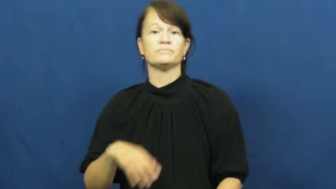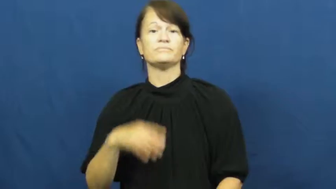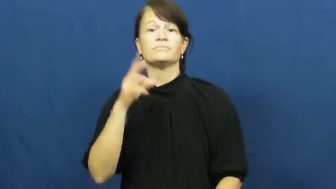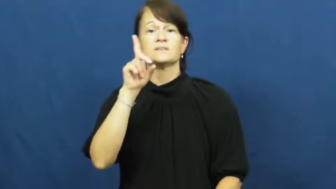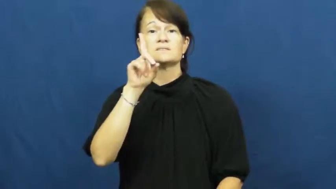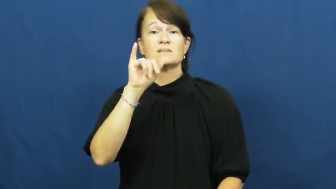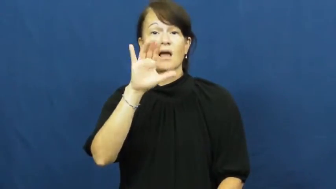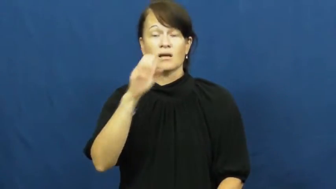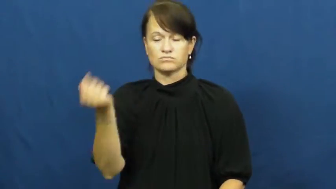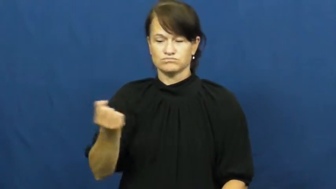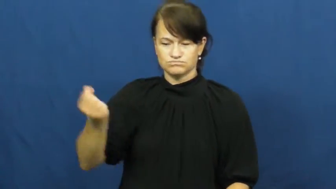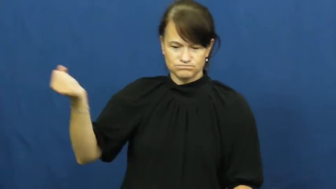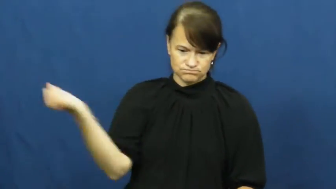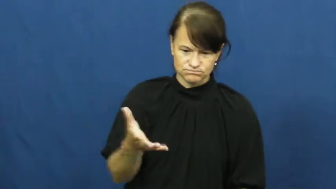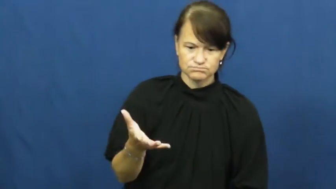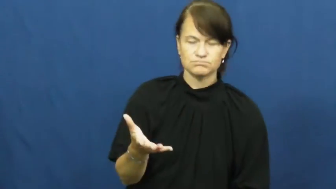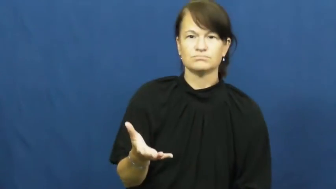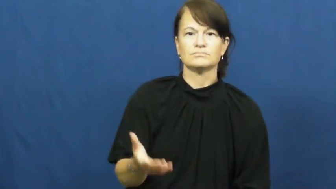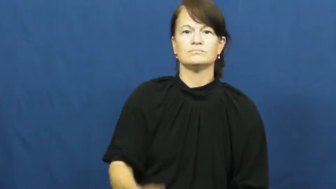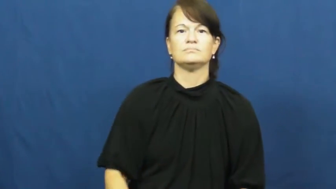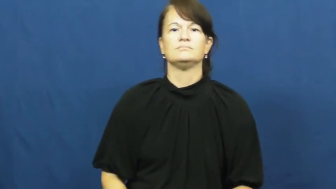craps